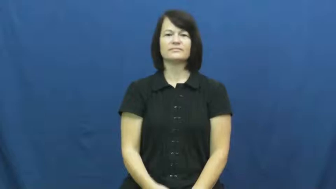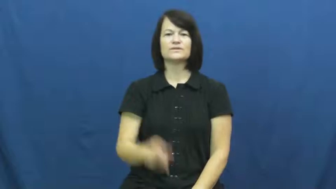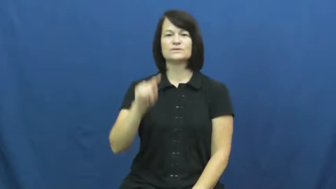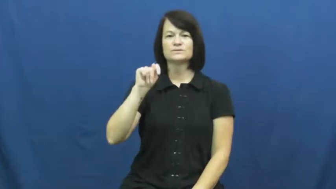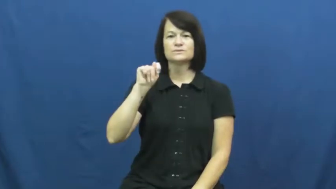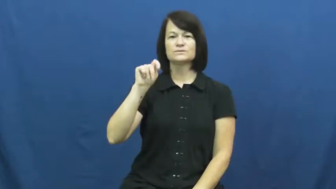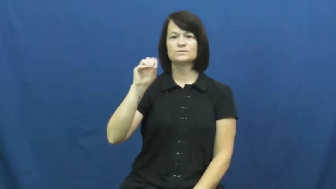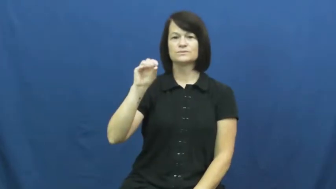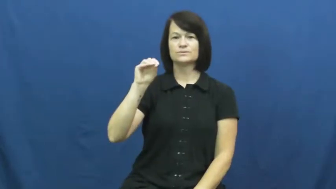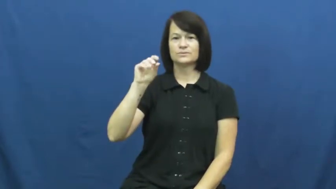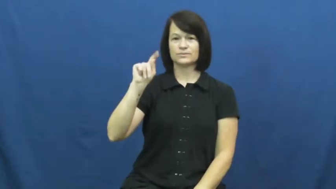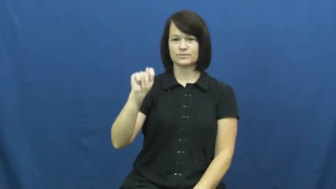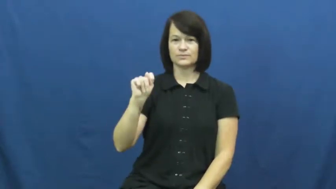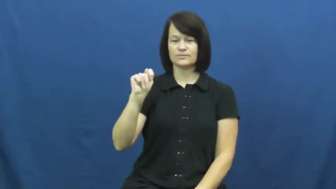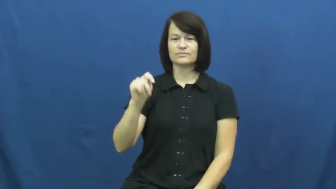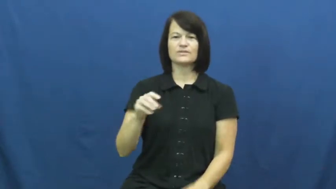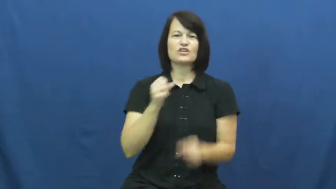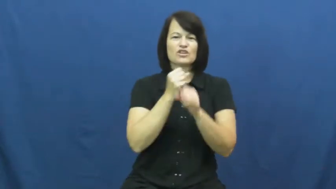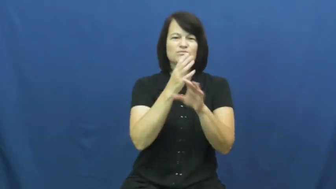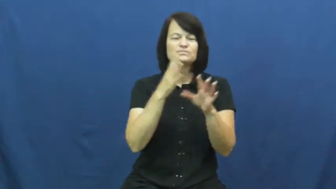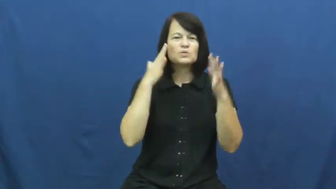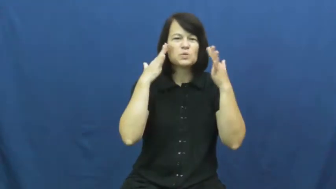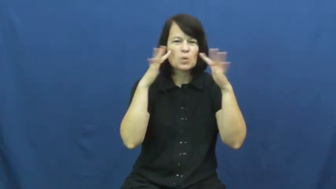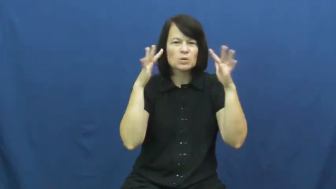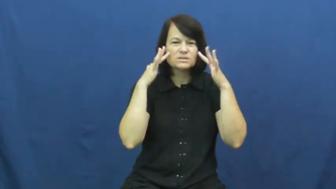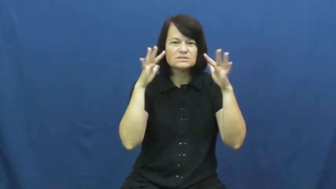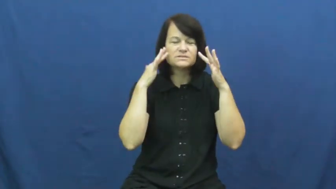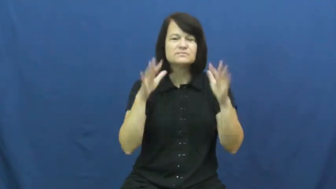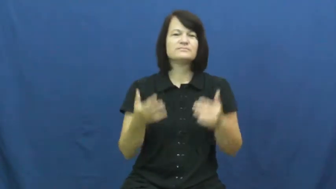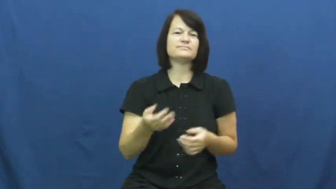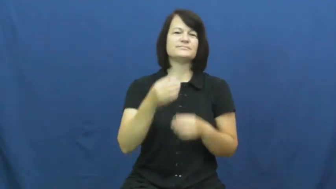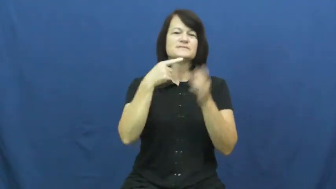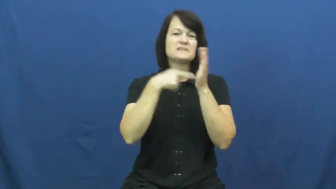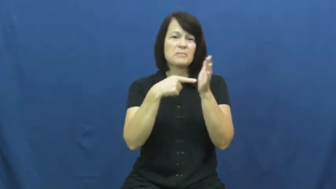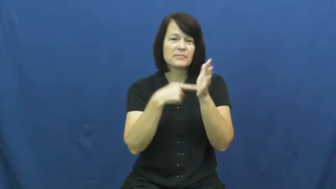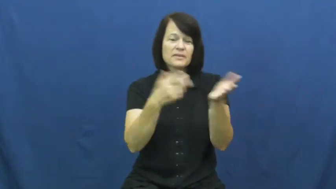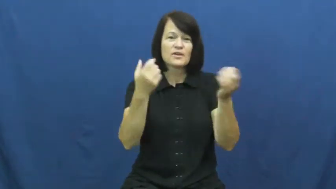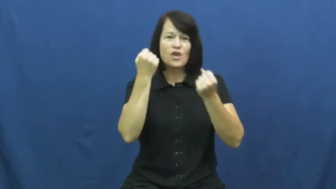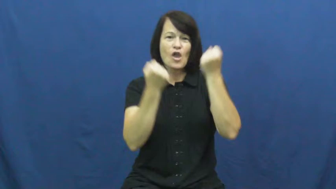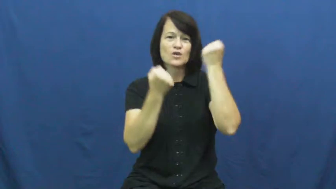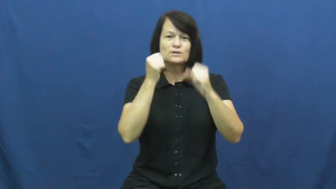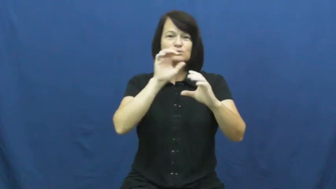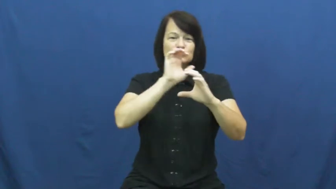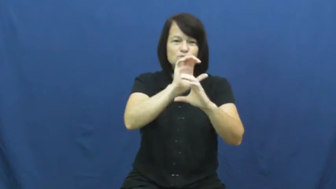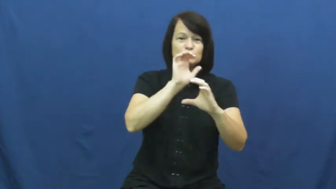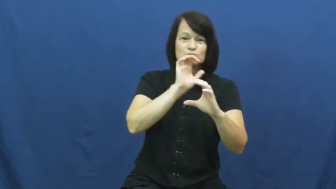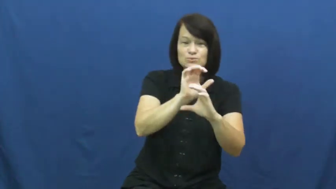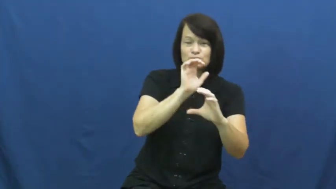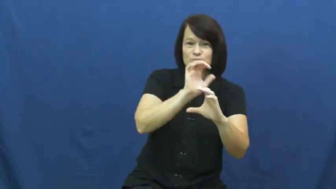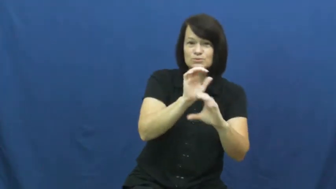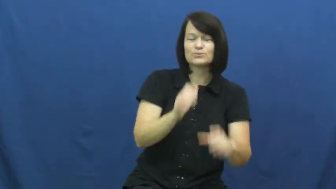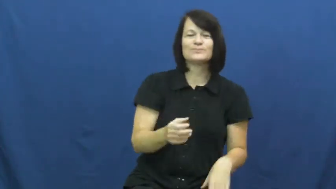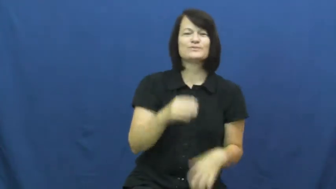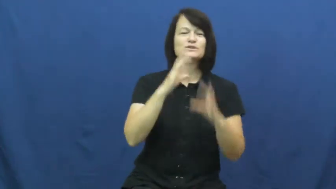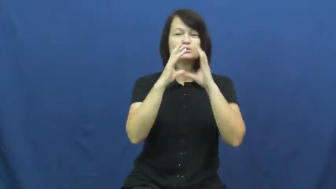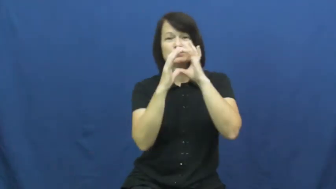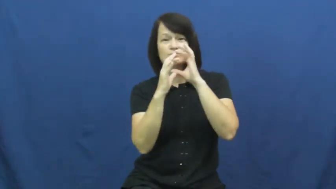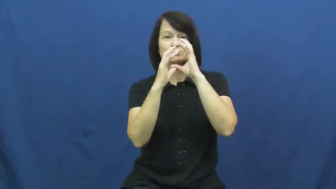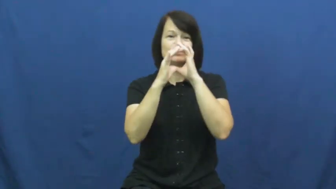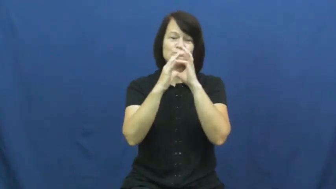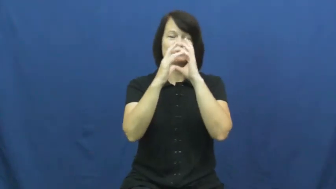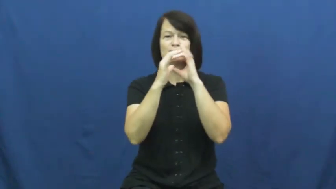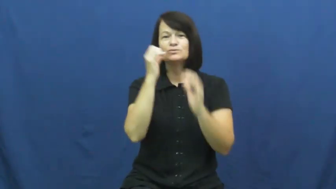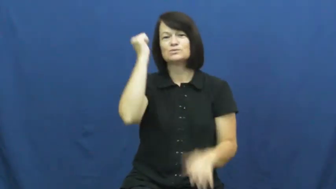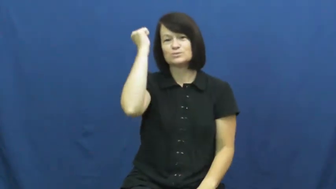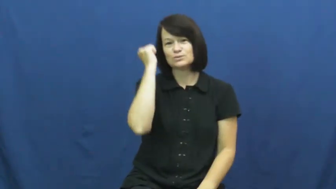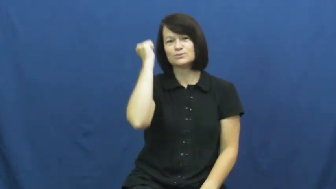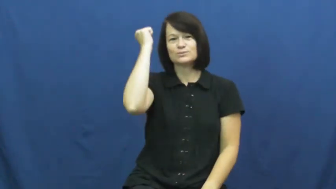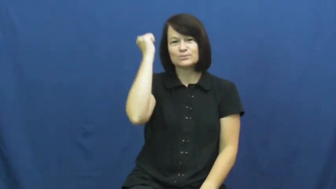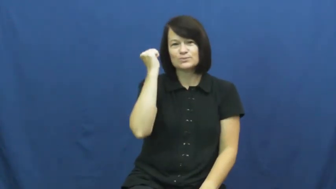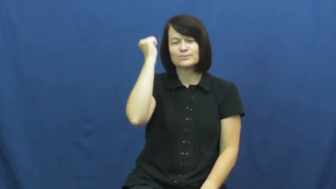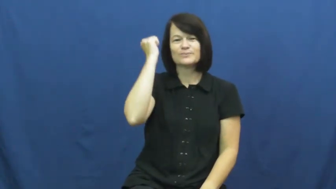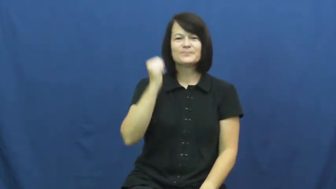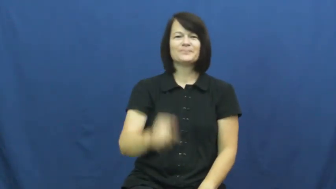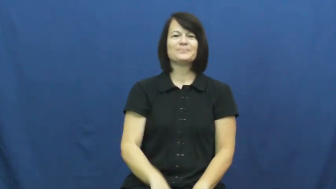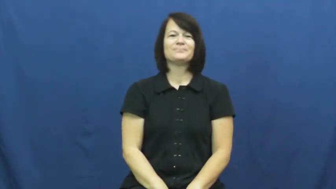toot